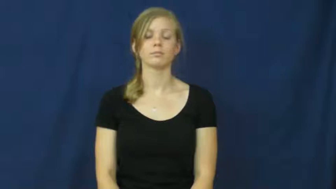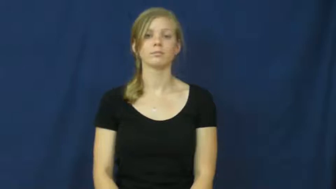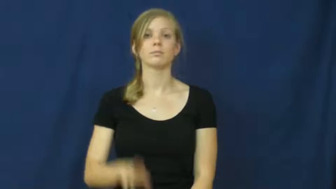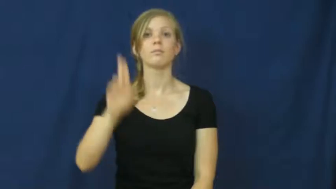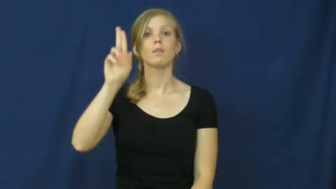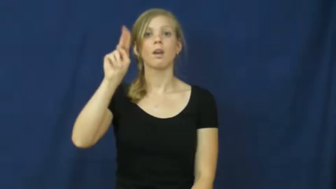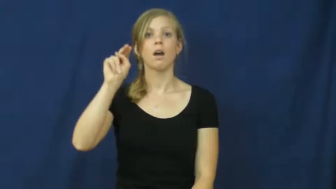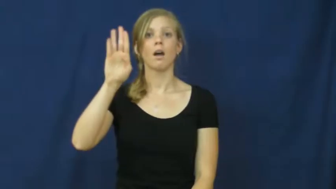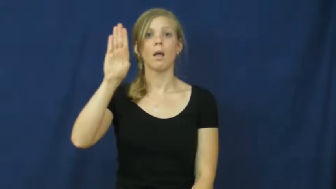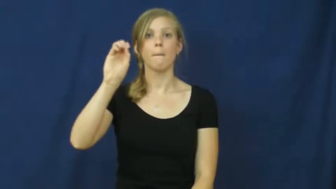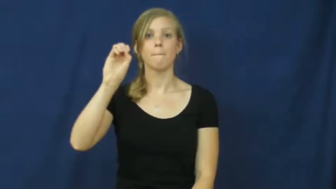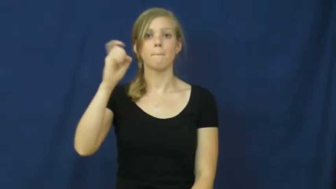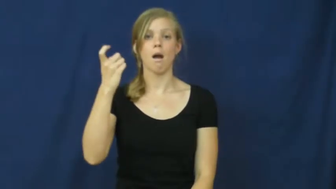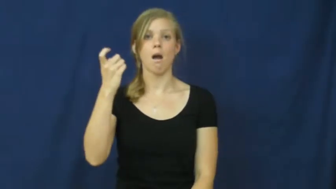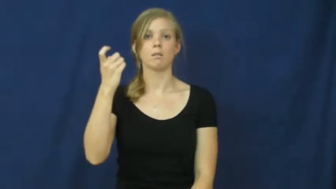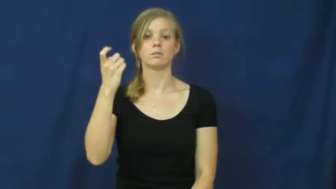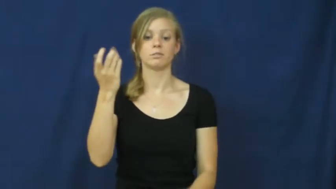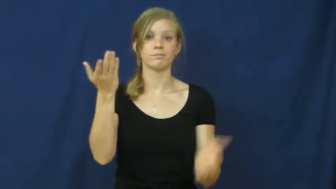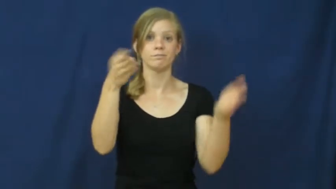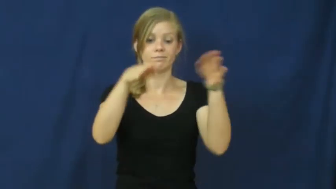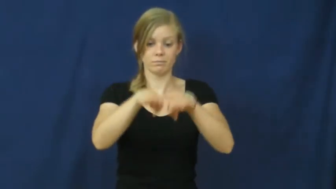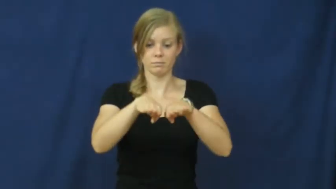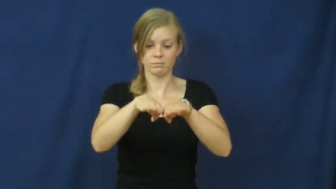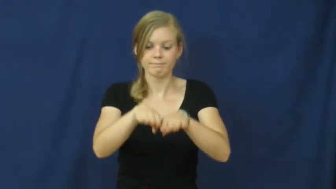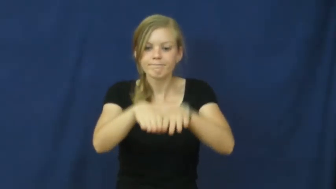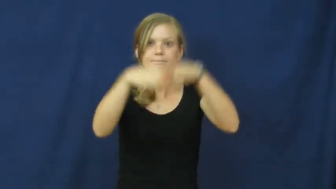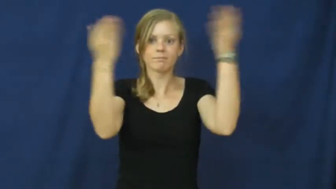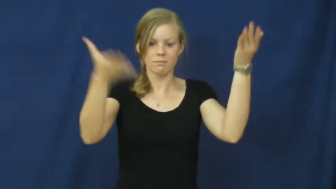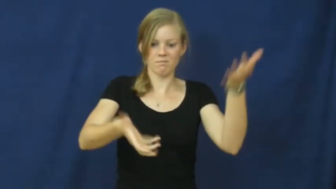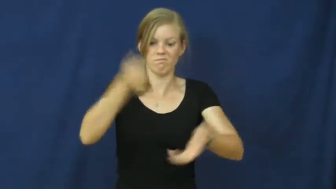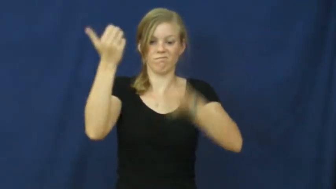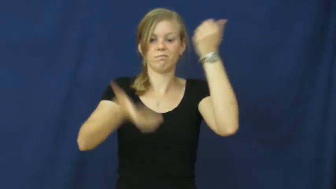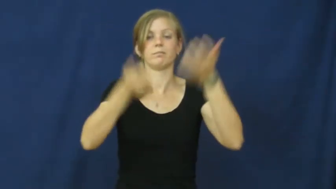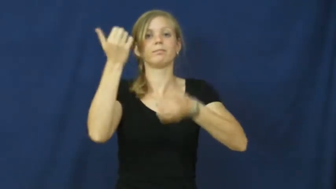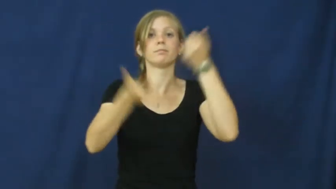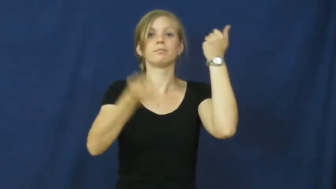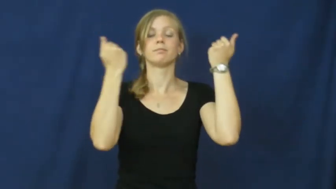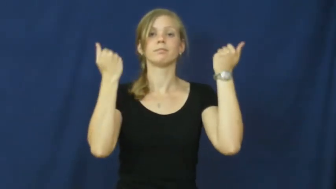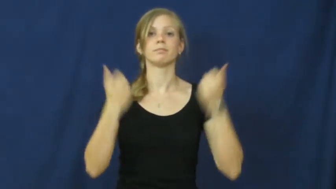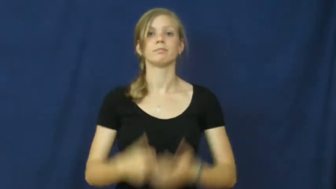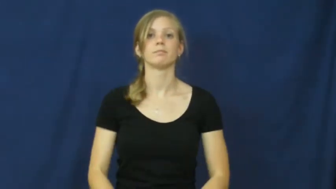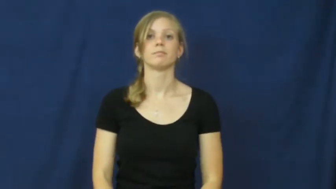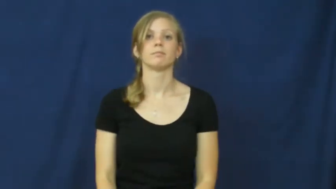unbox